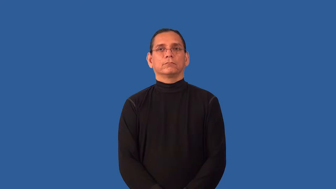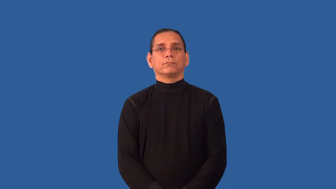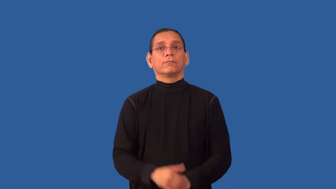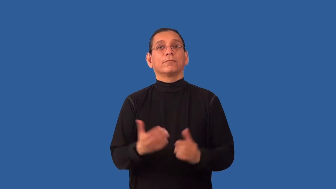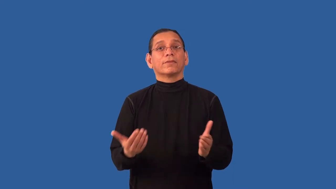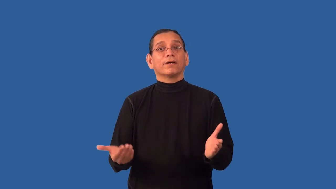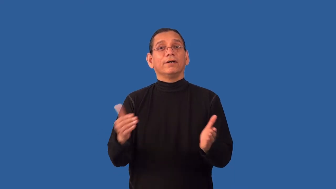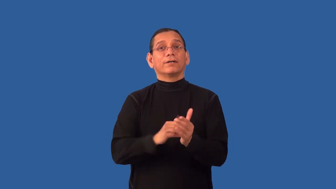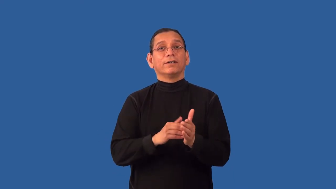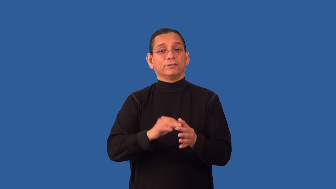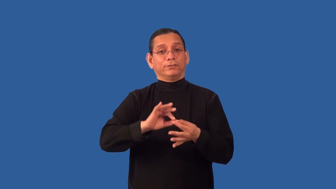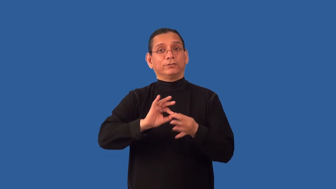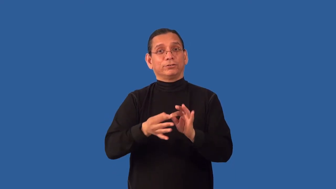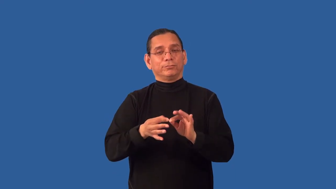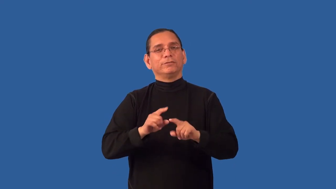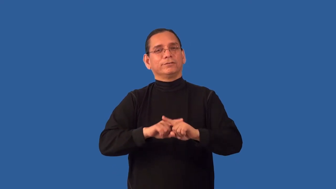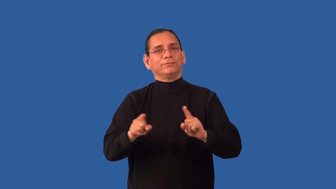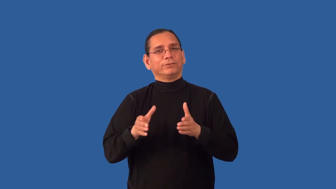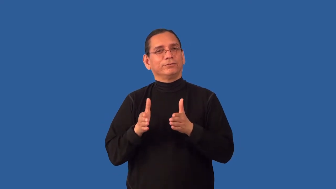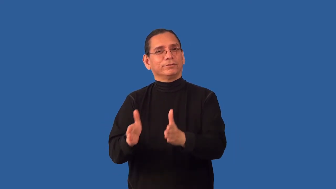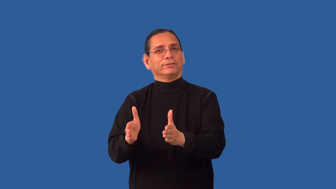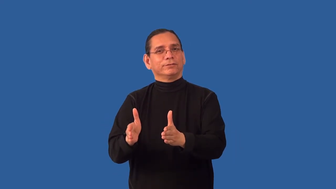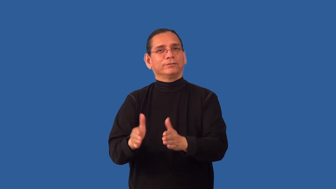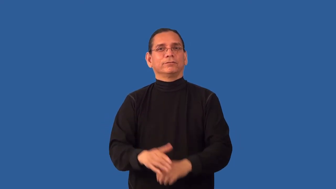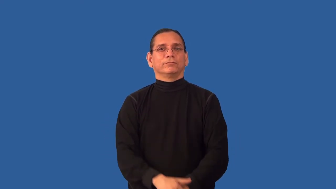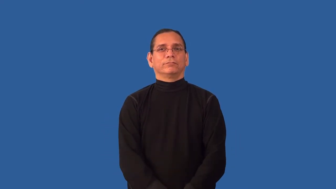reinterpret